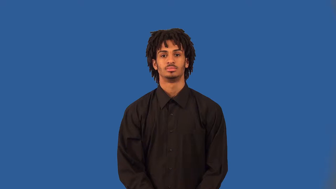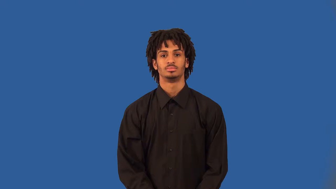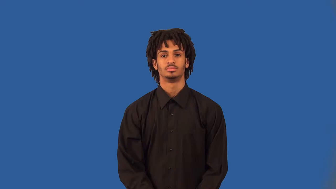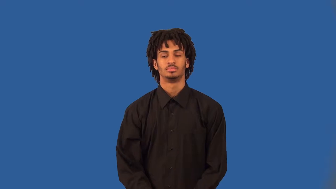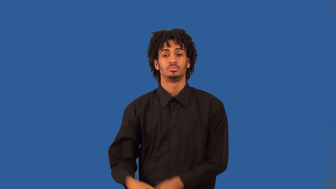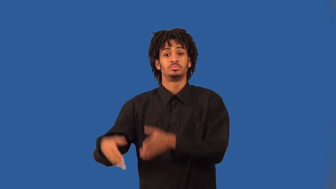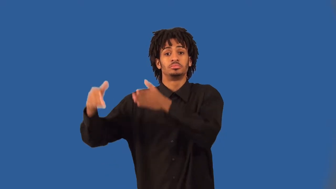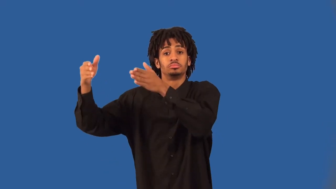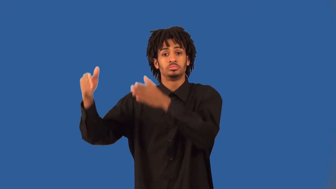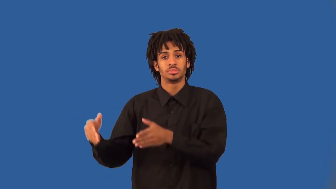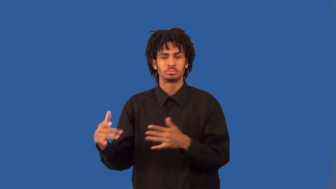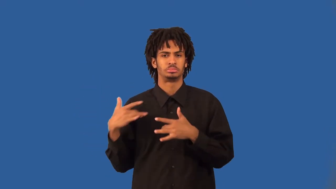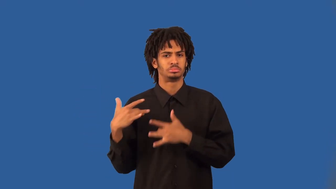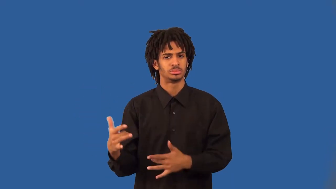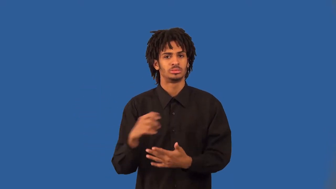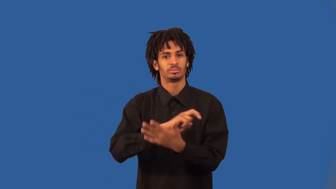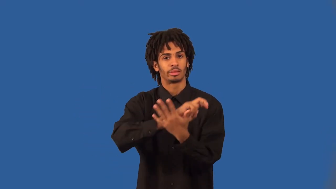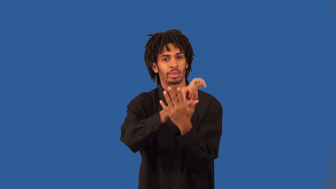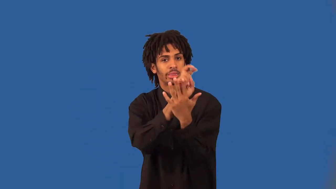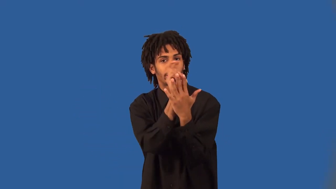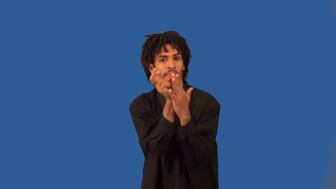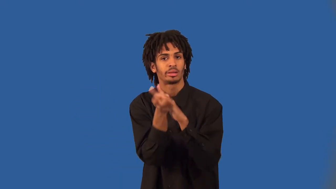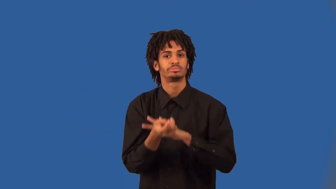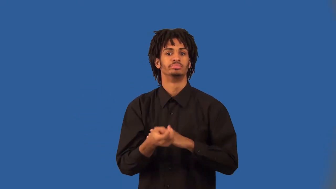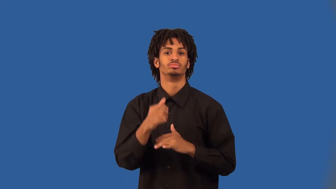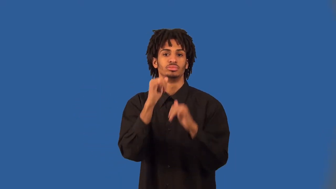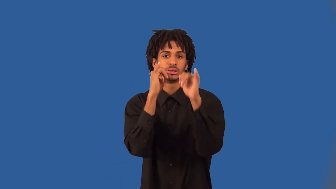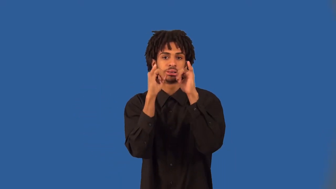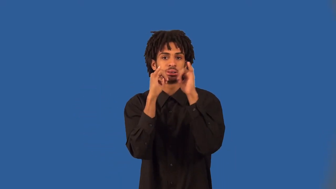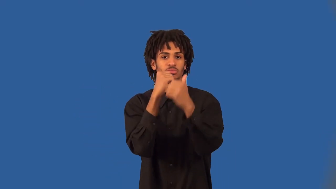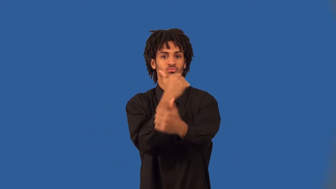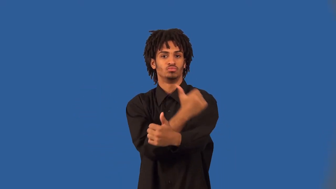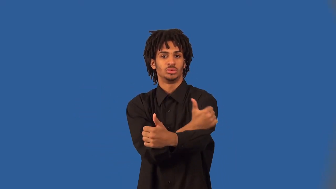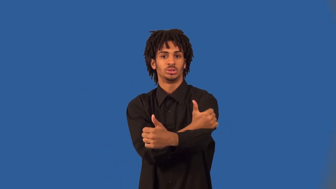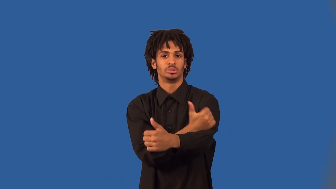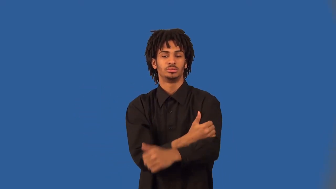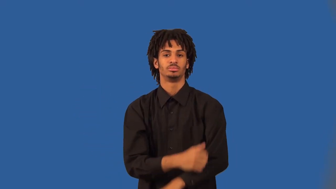debauchee